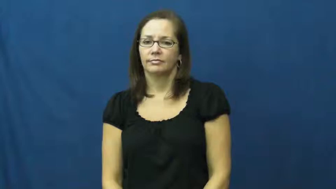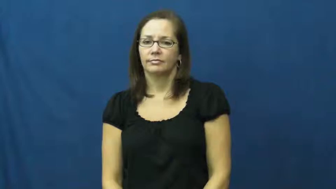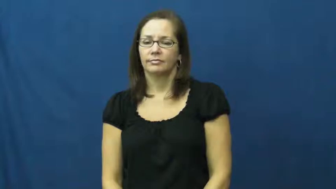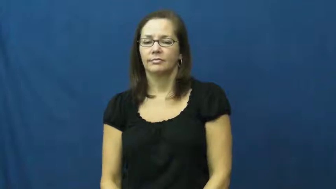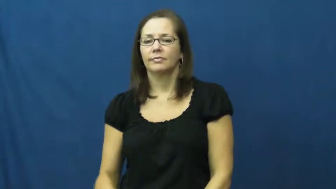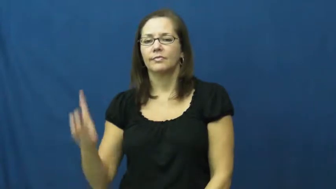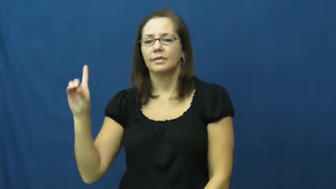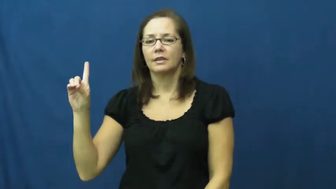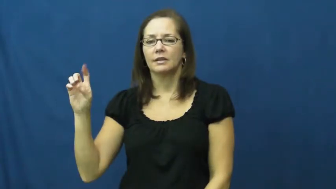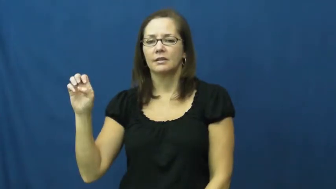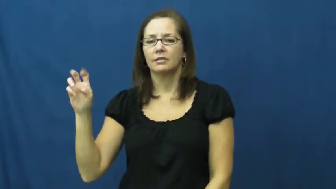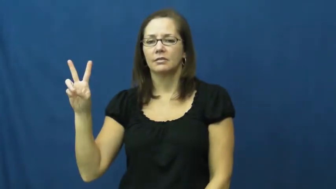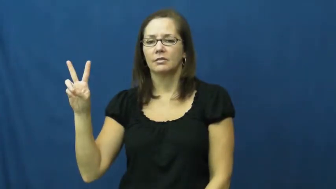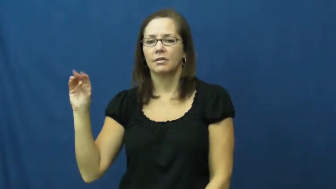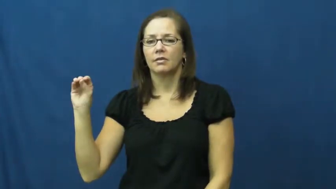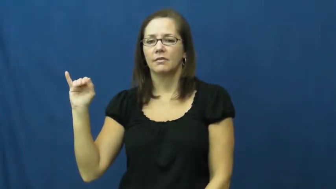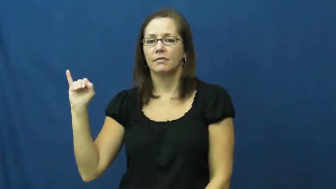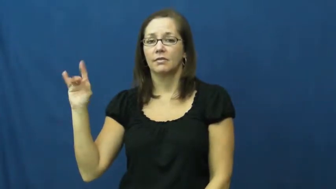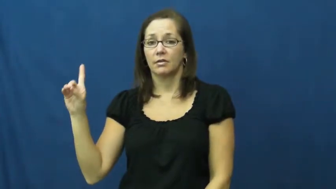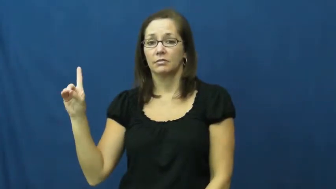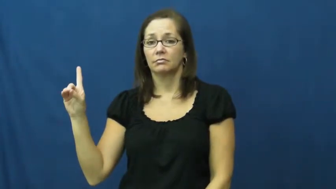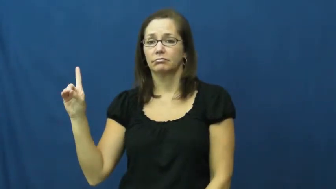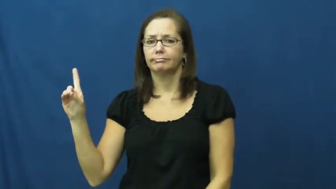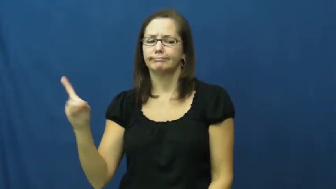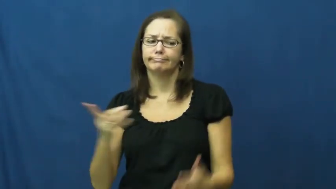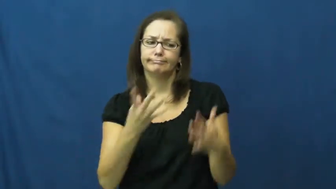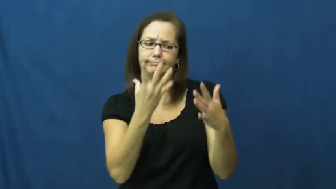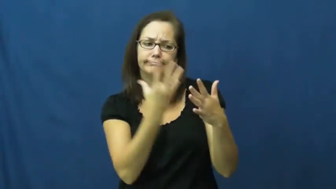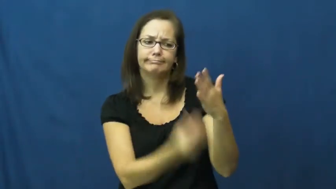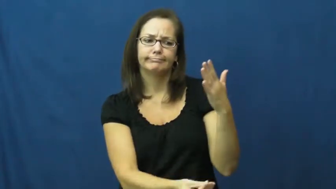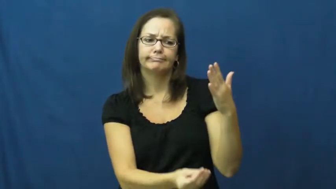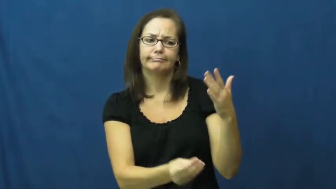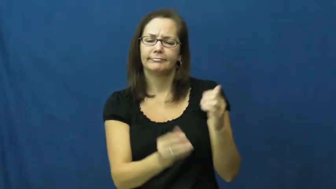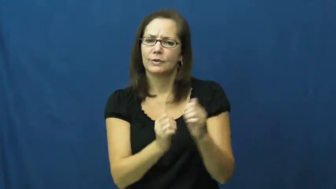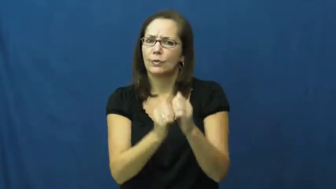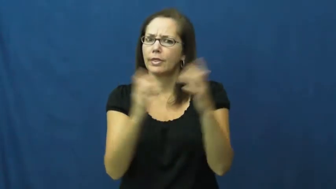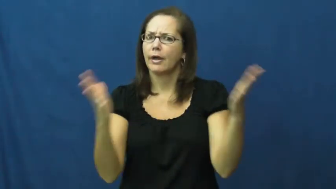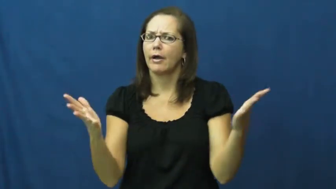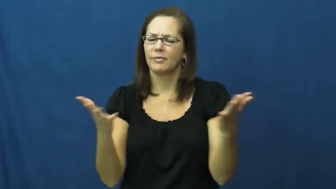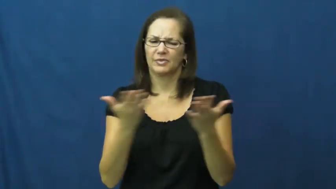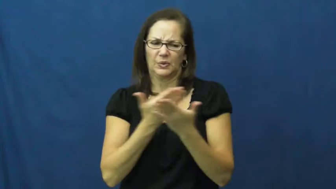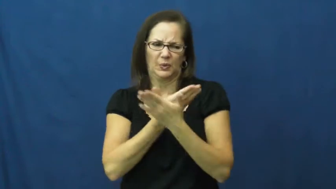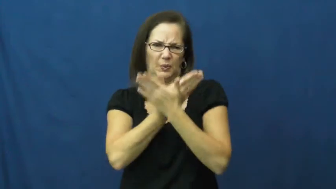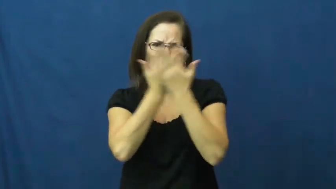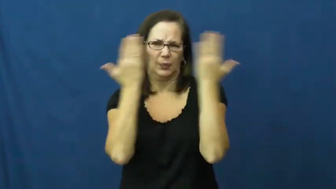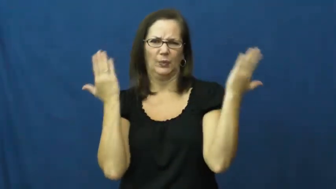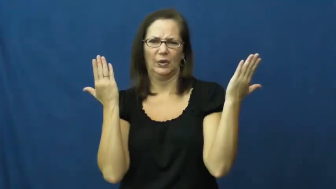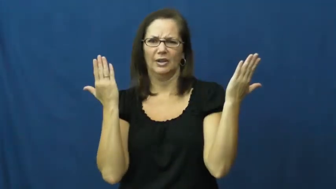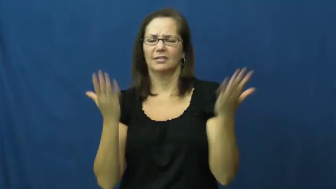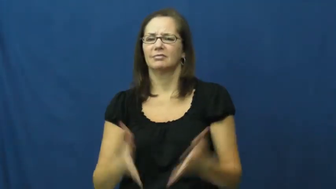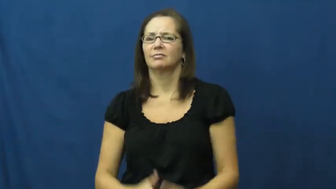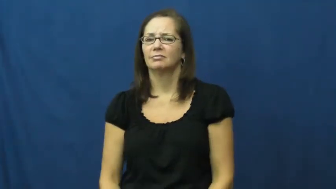devoid